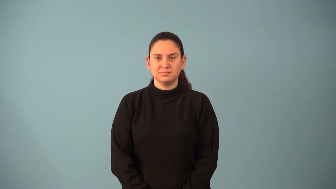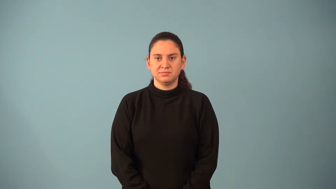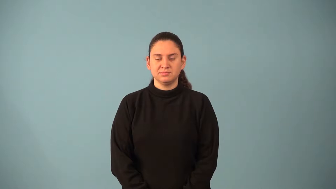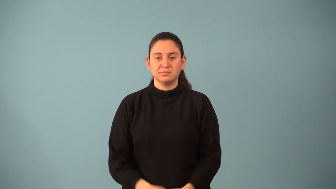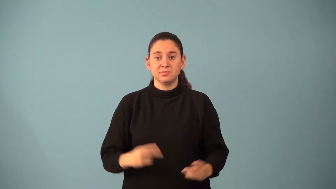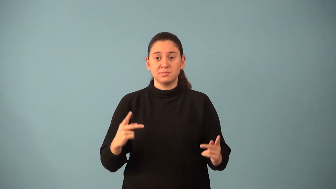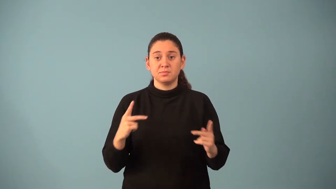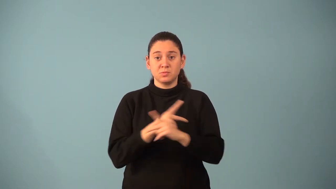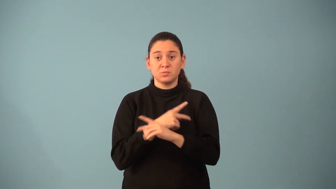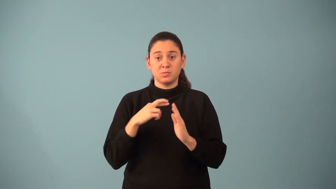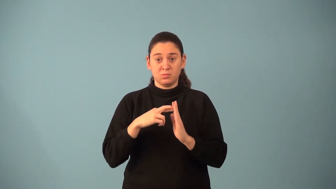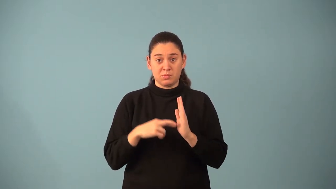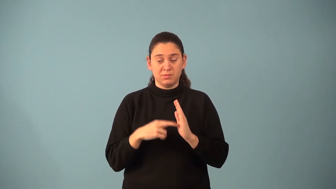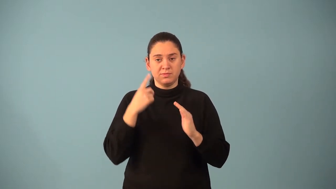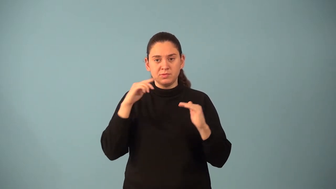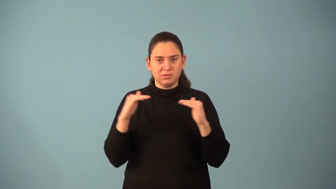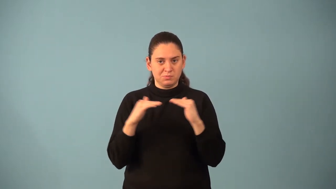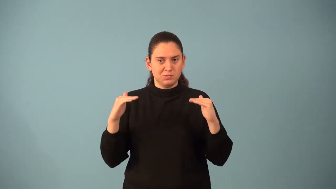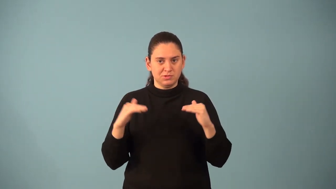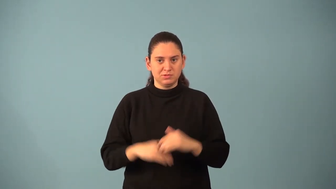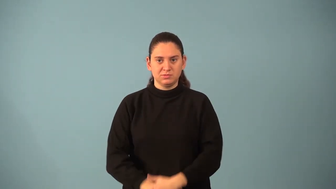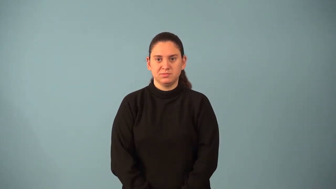multiplicative property of equality